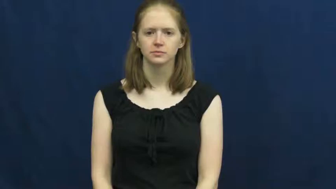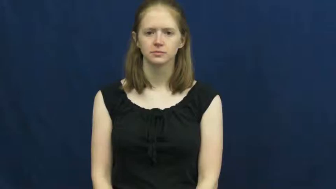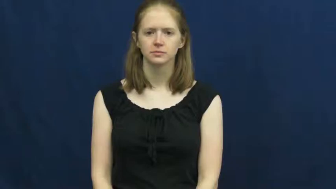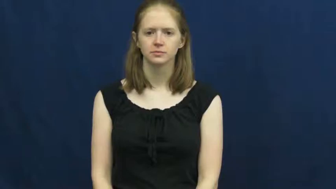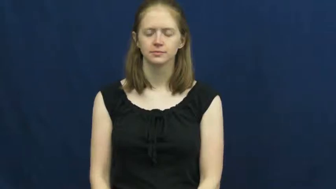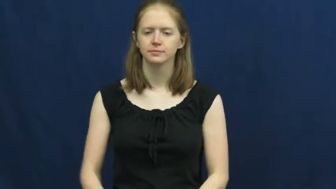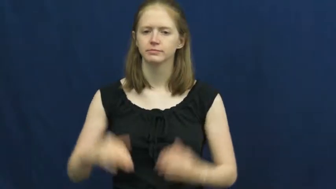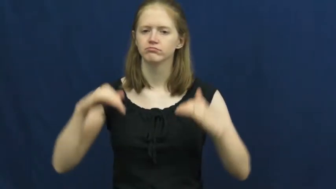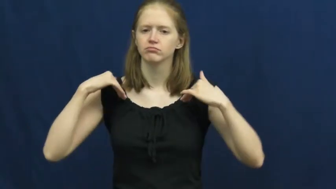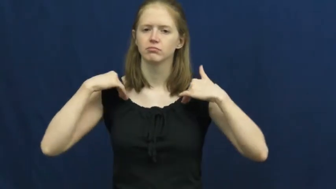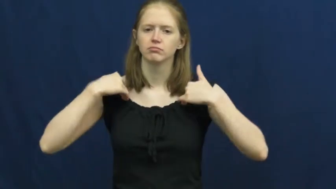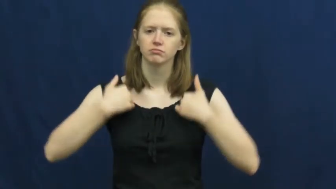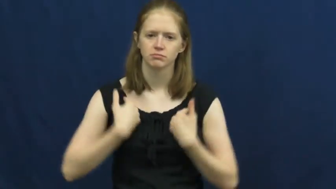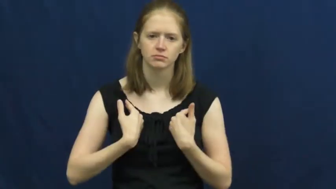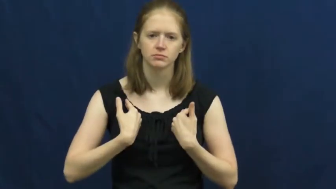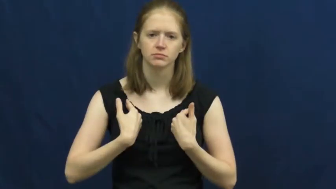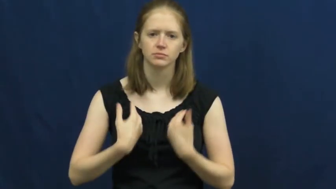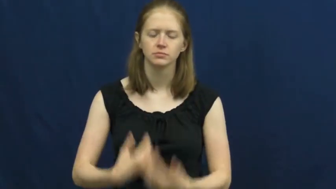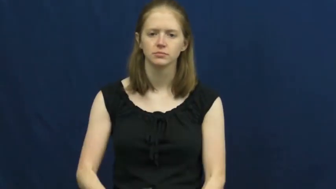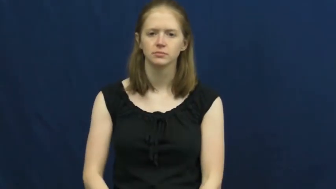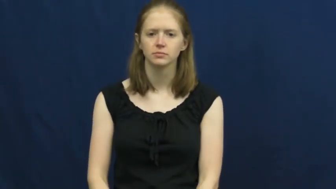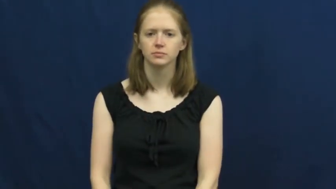tired,weary,tuckered out,lassitude,leaden,rundown